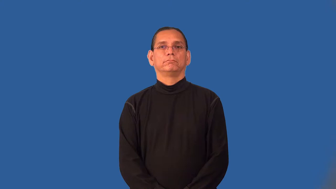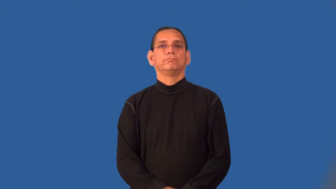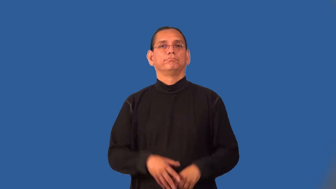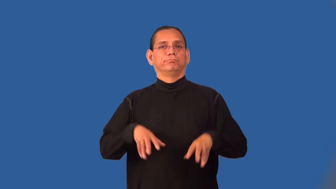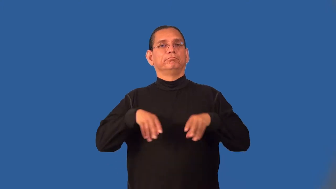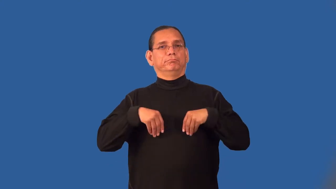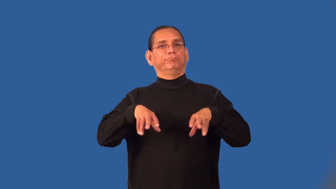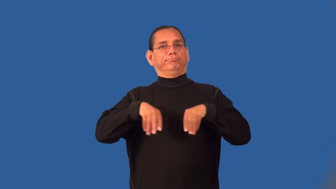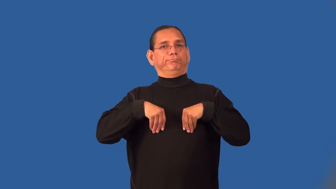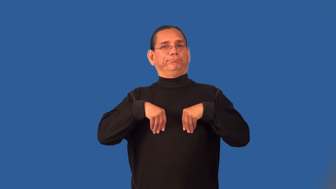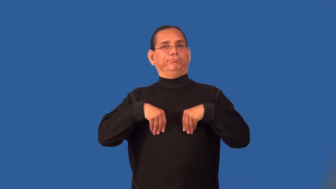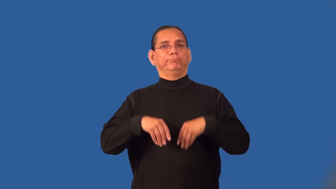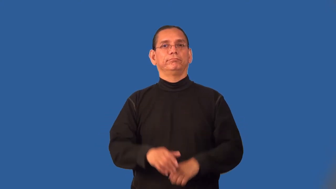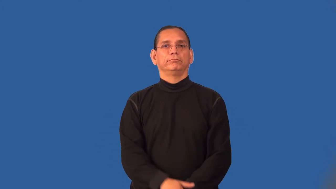passive